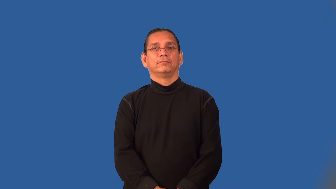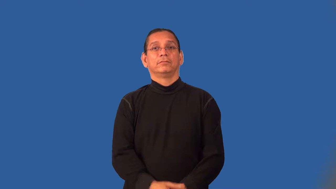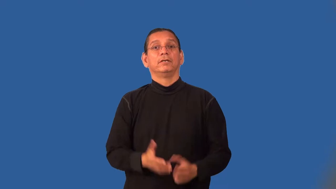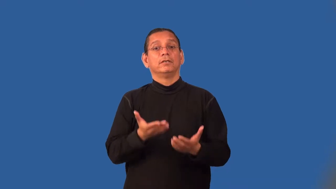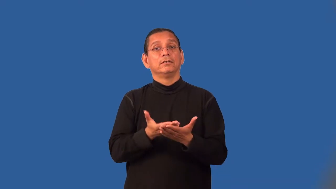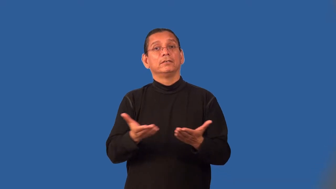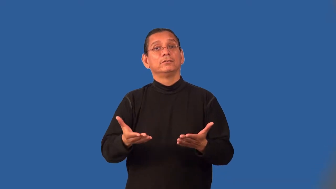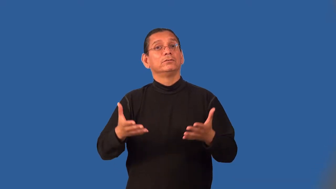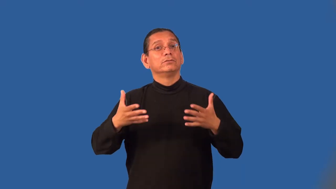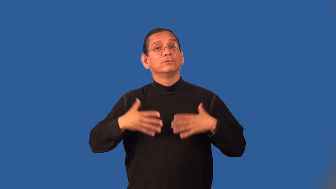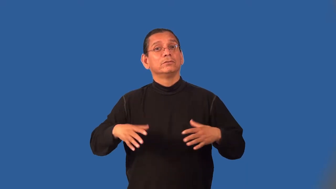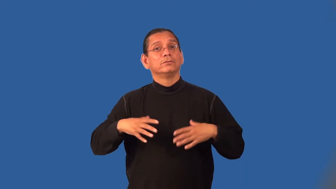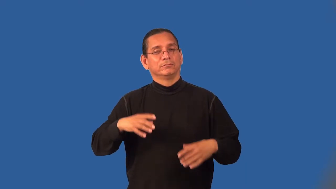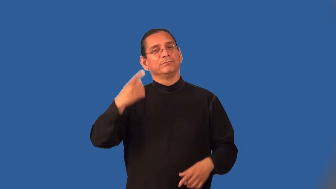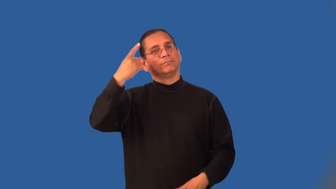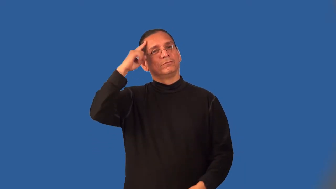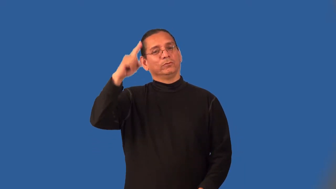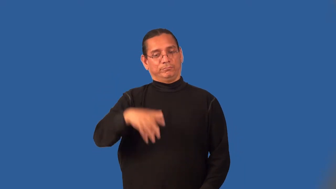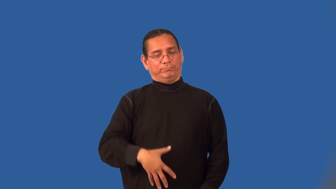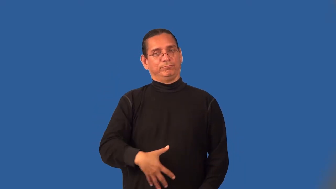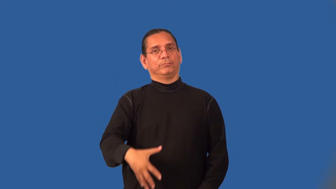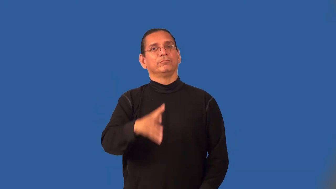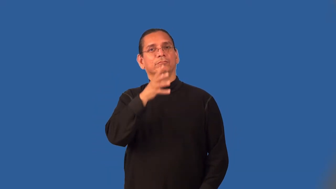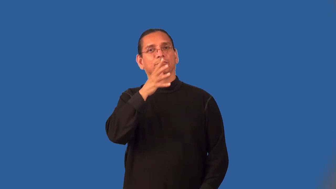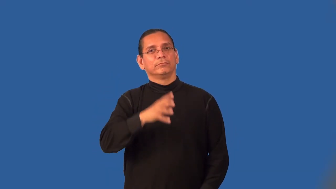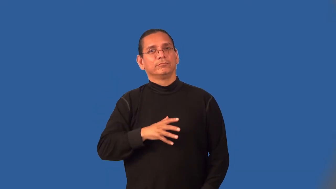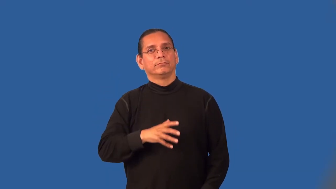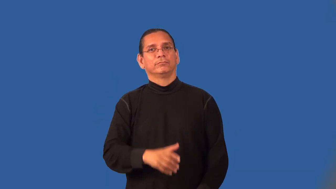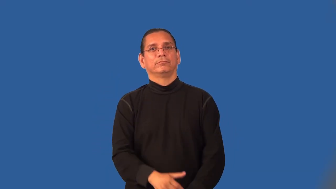maternity